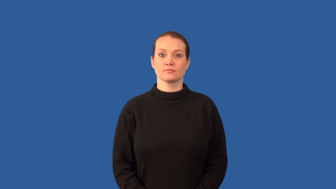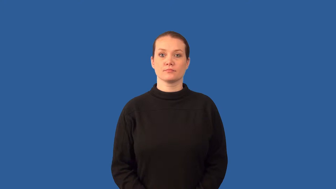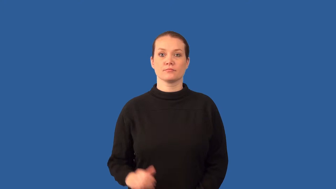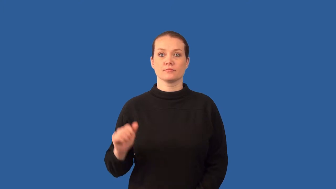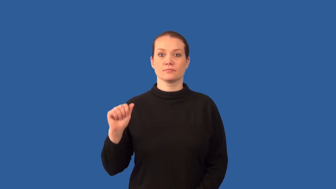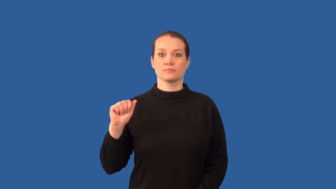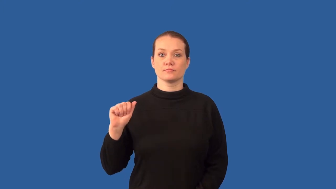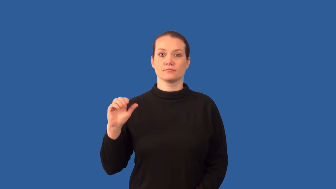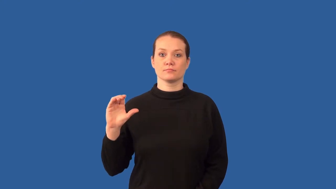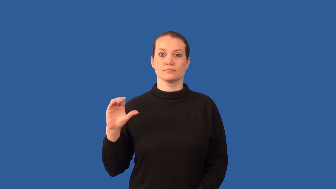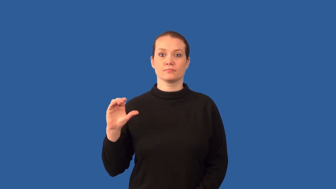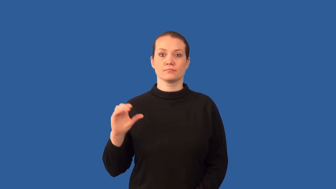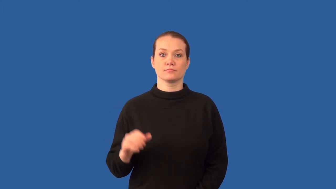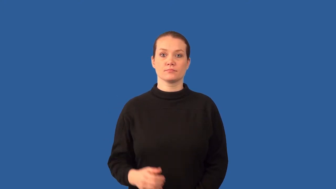alternating current